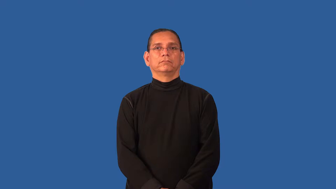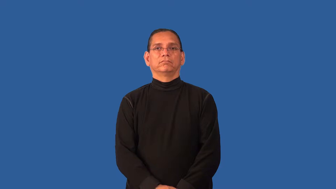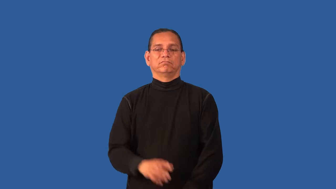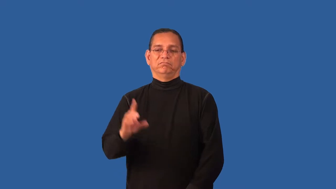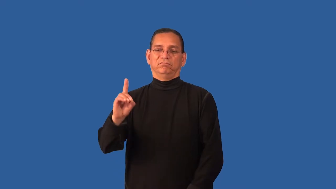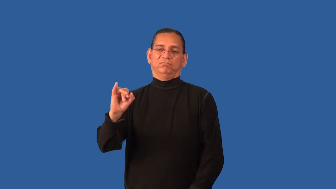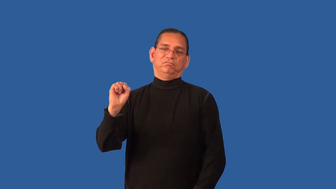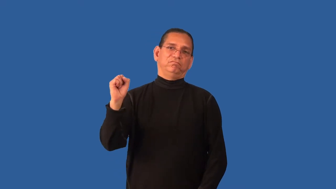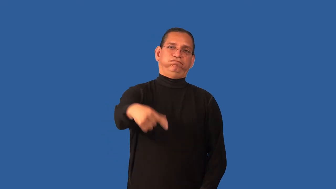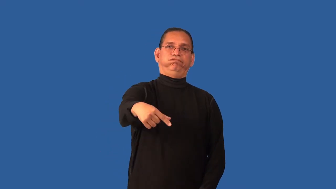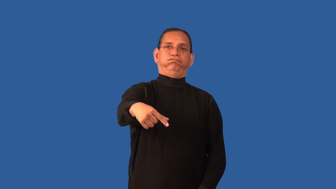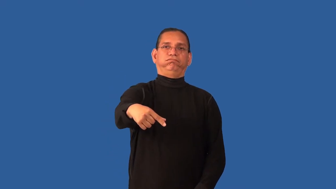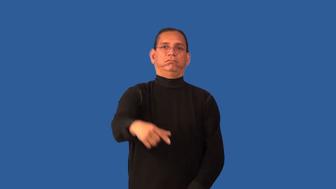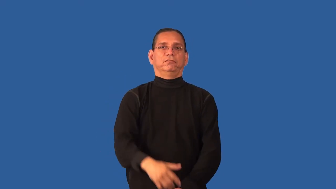disqualify-sports